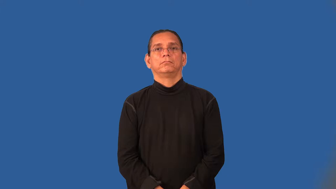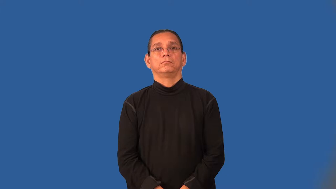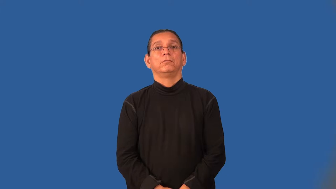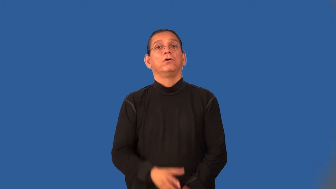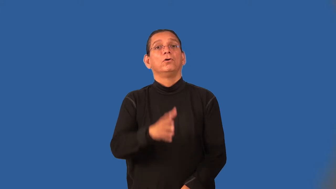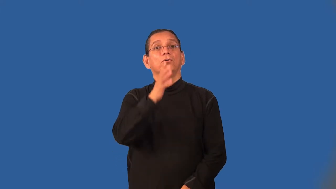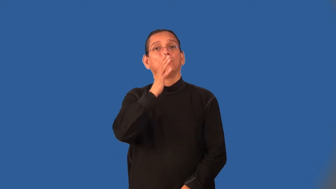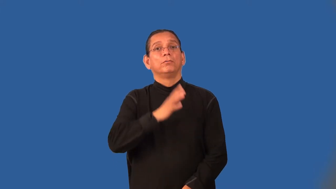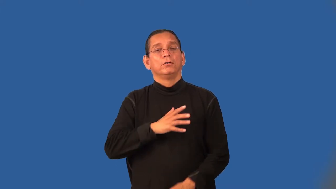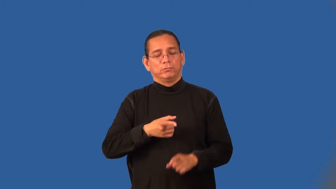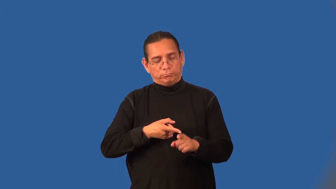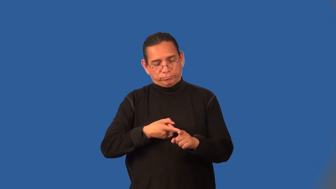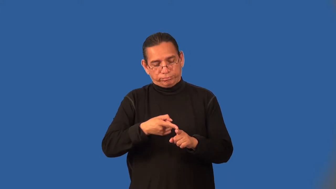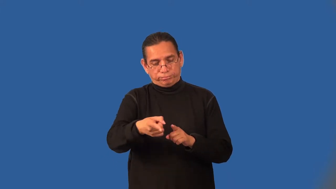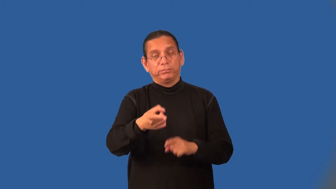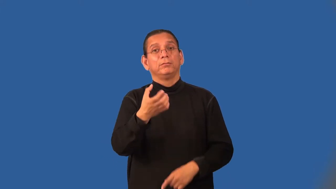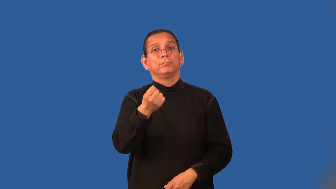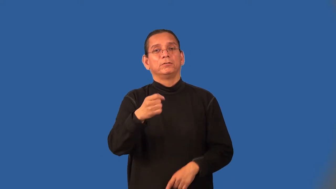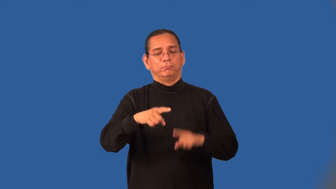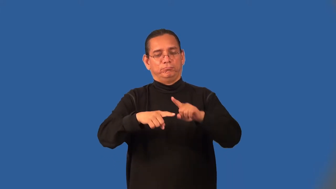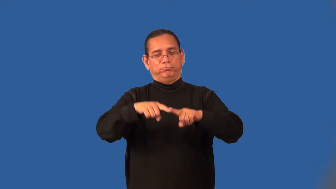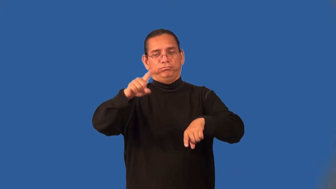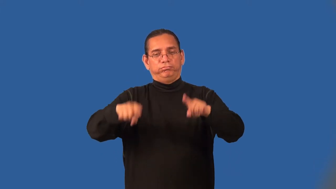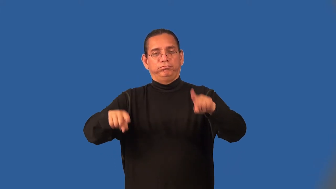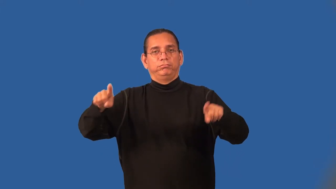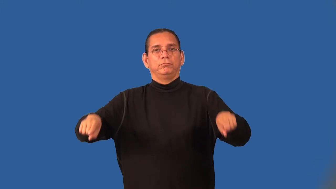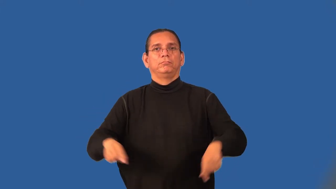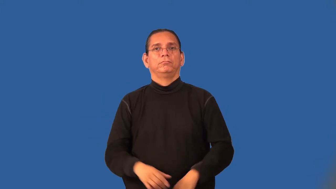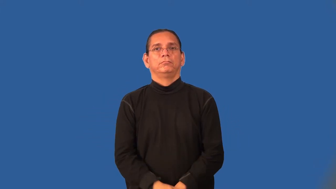dairywoman